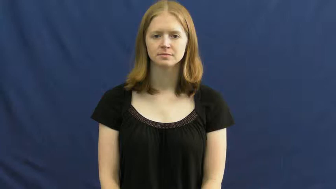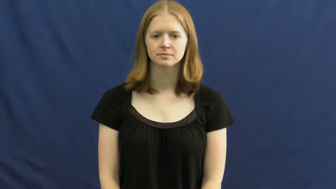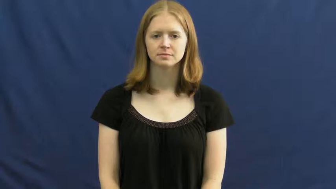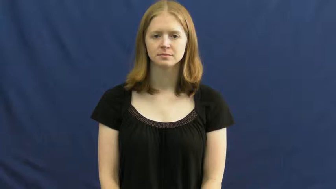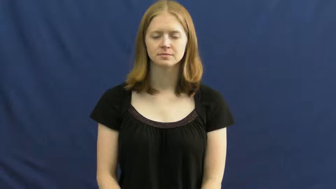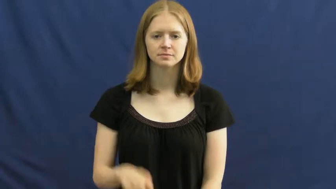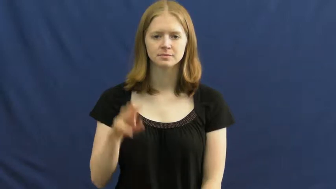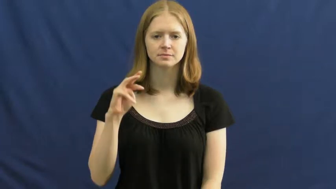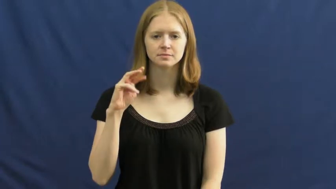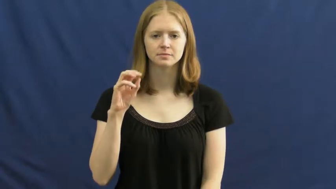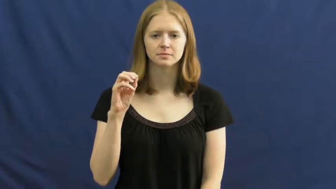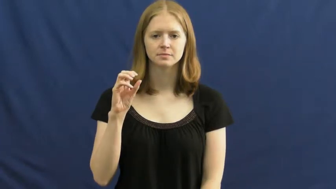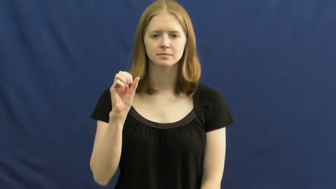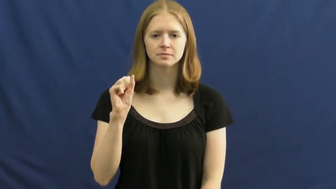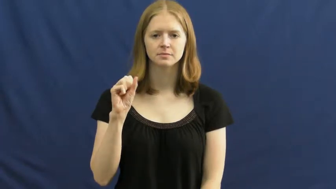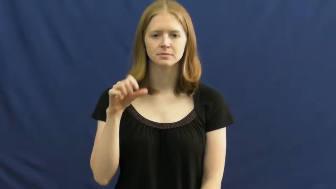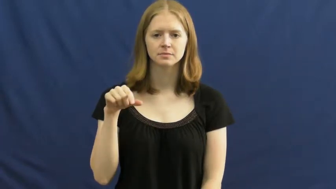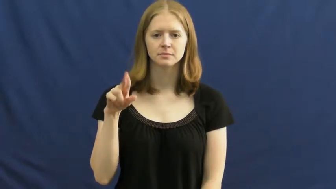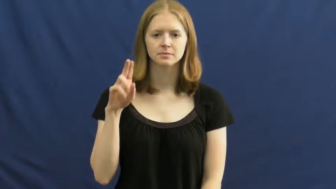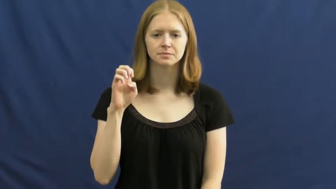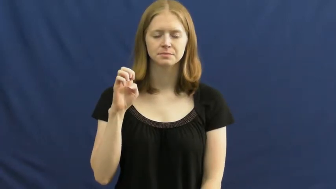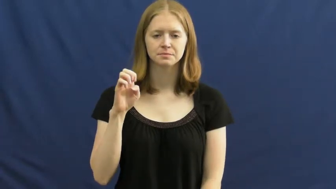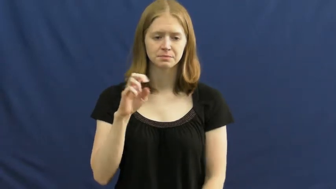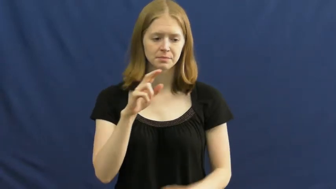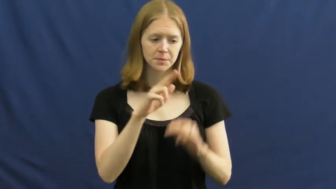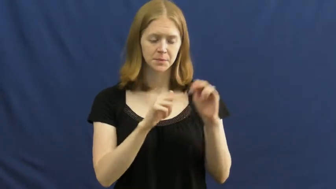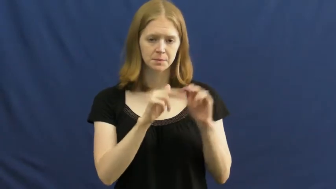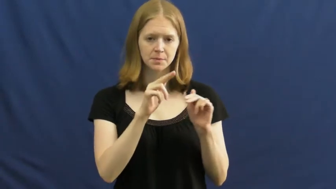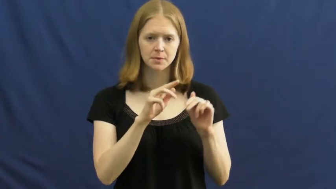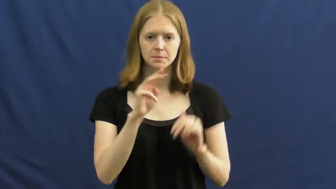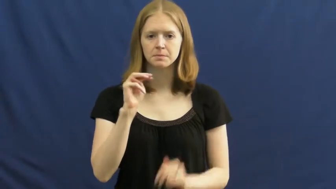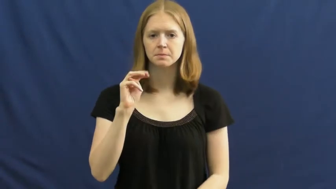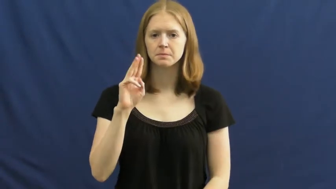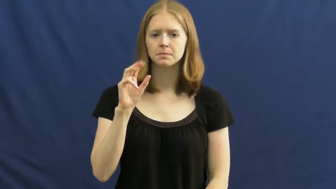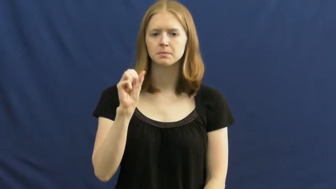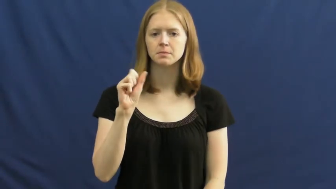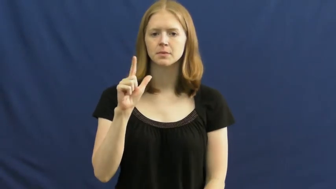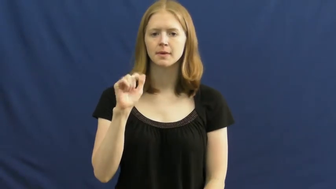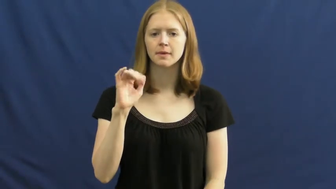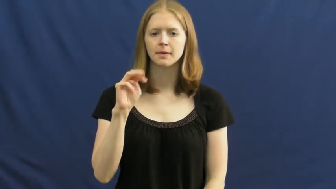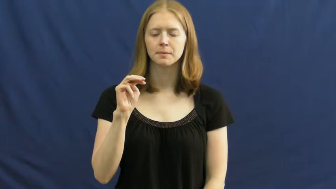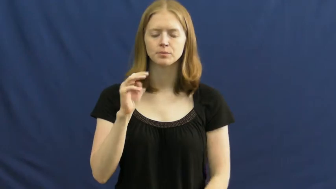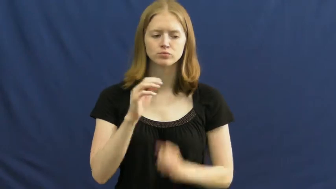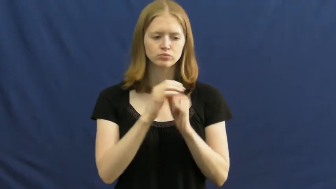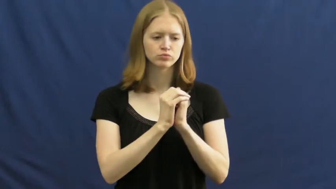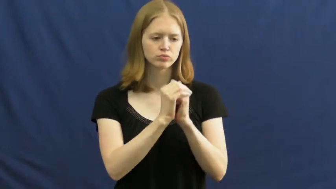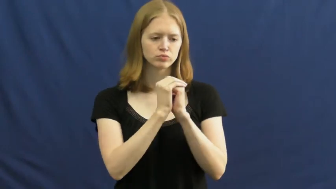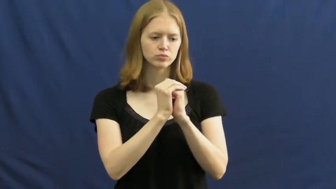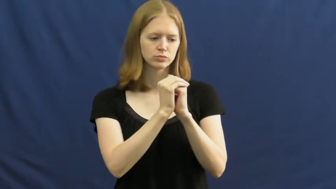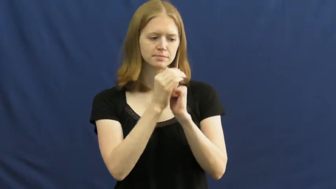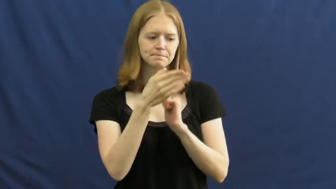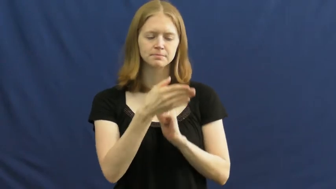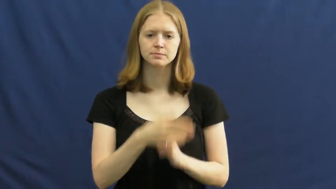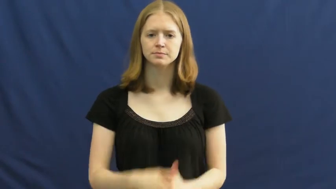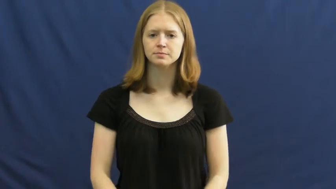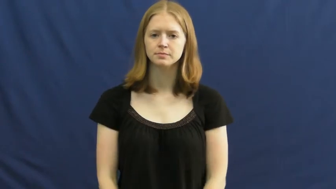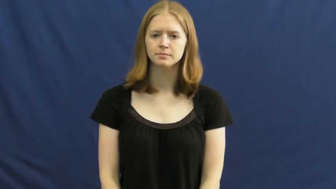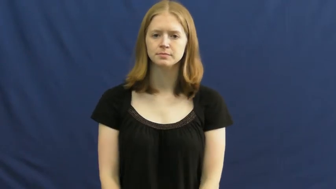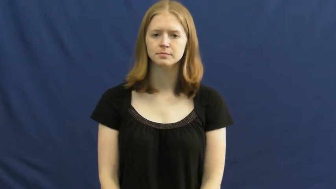mosque